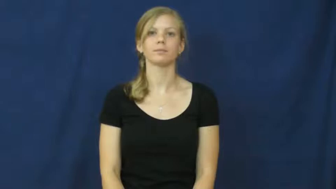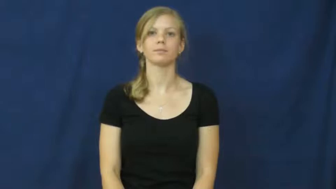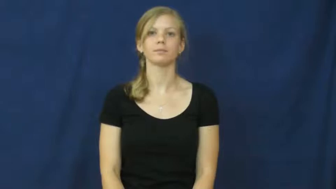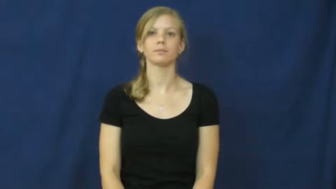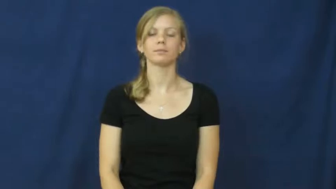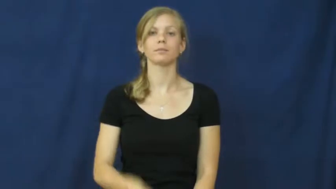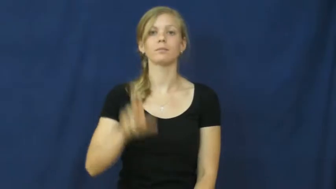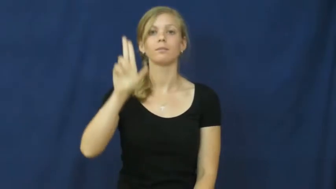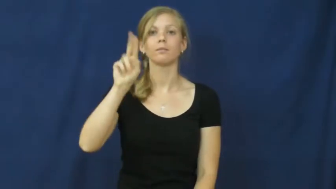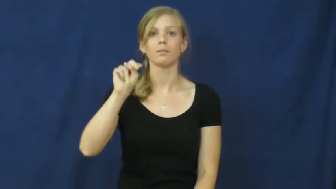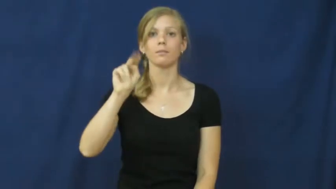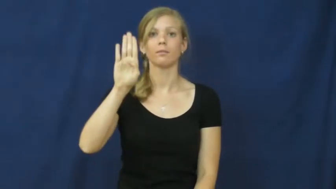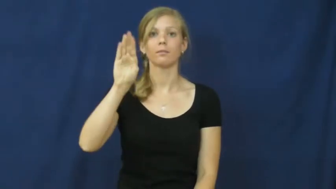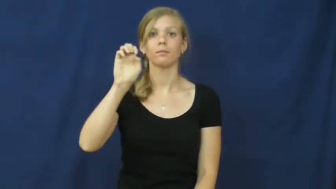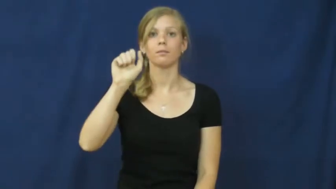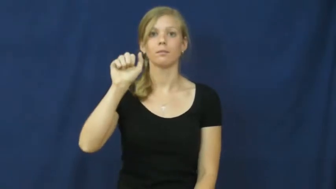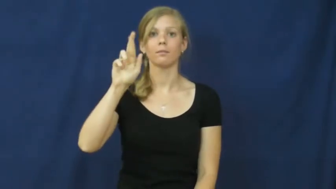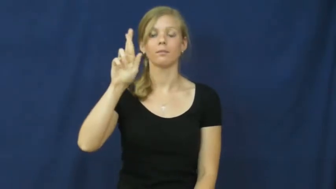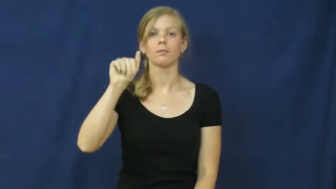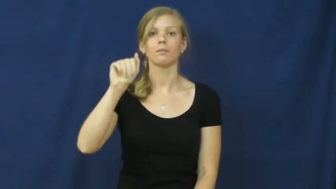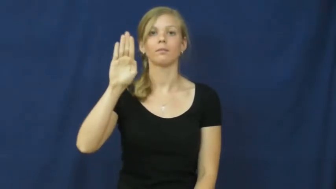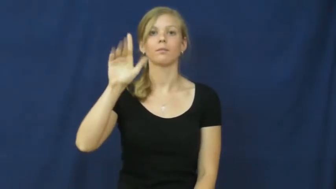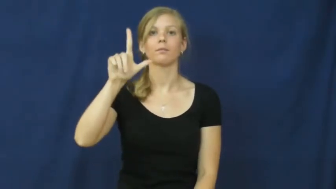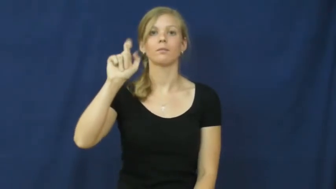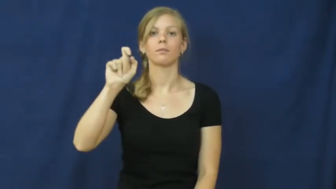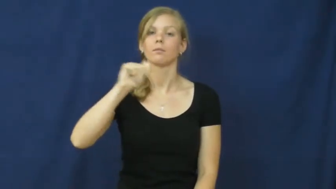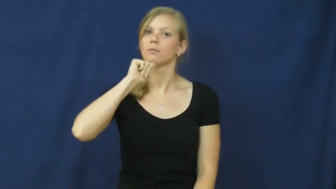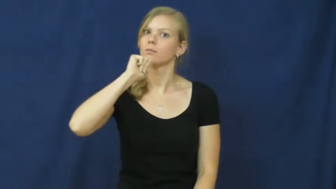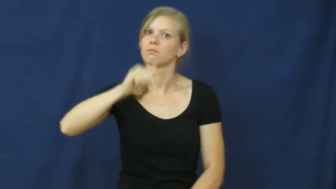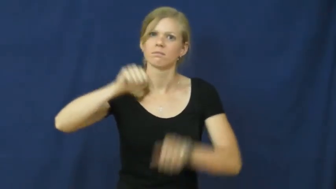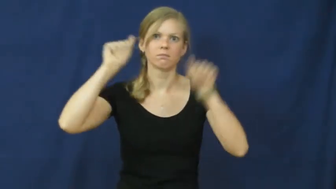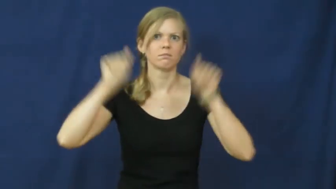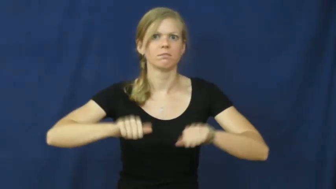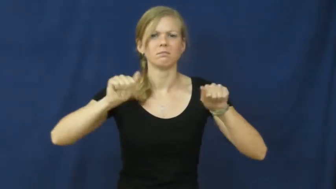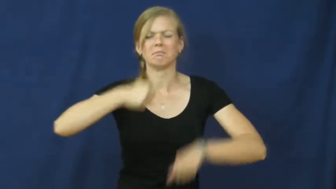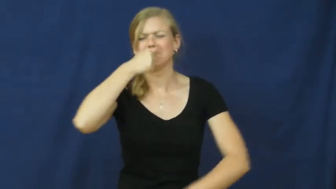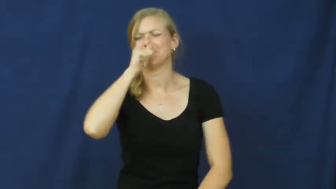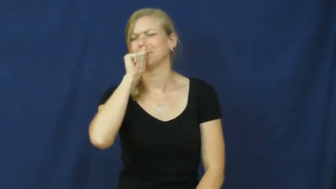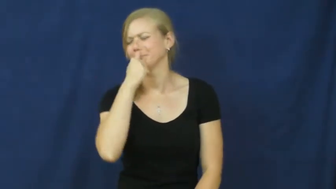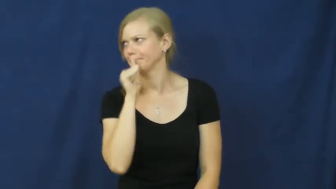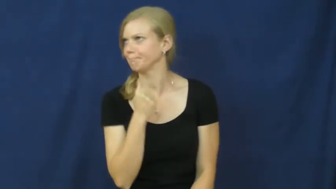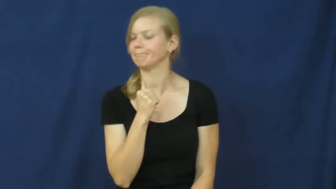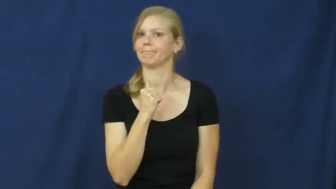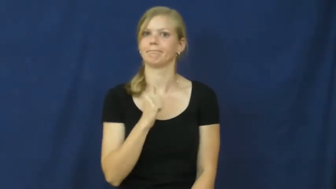unbearable